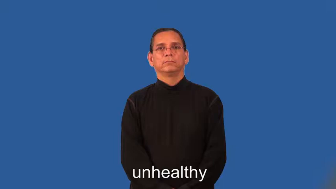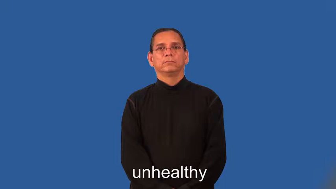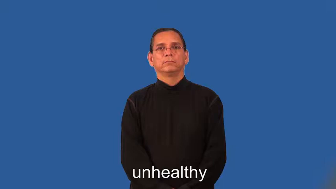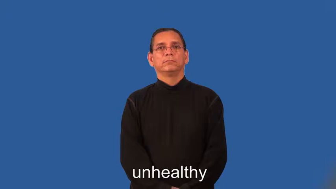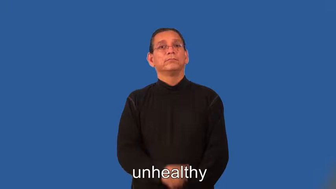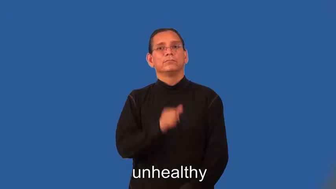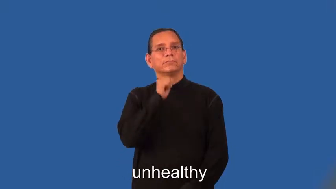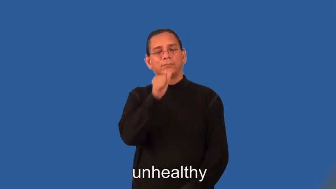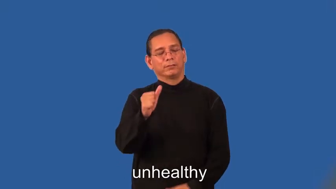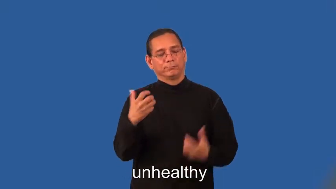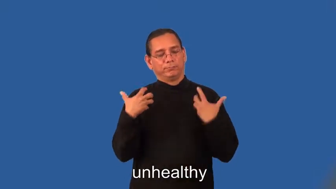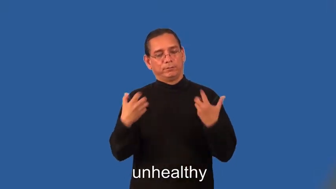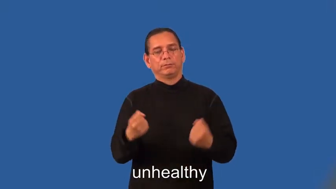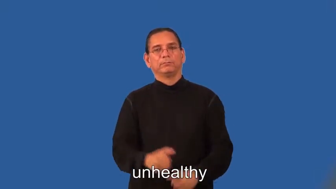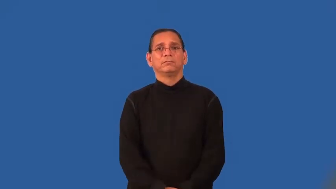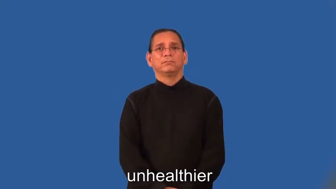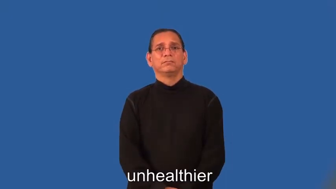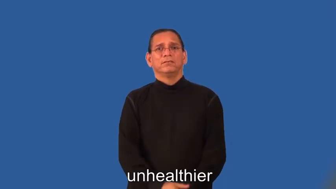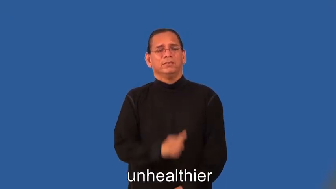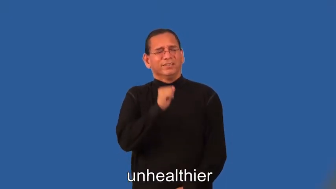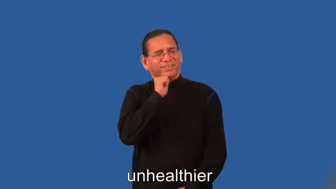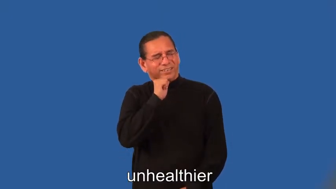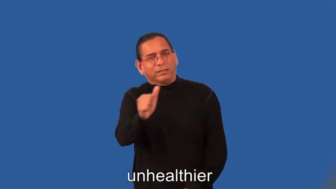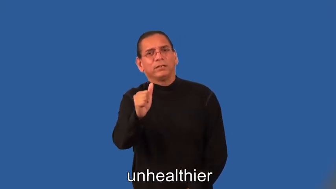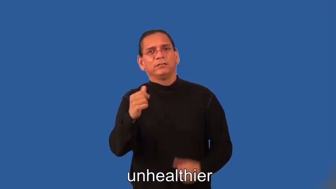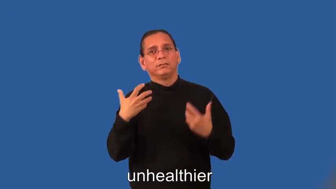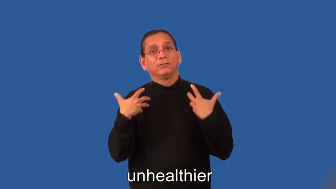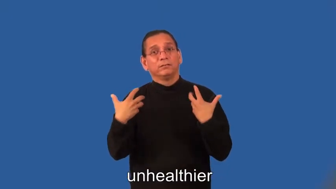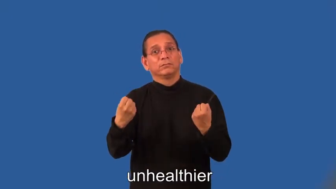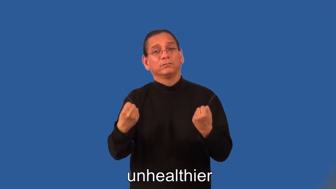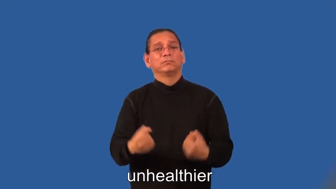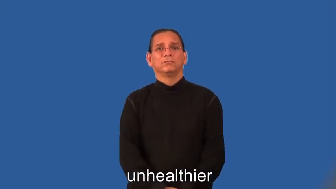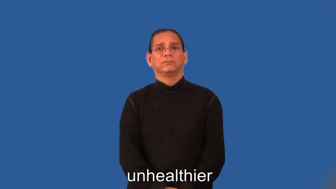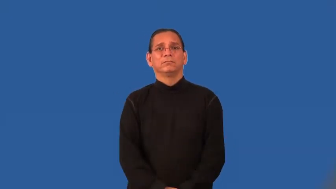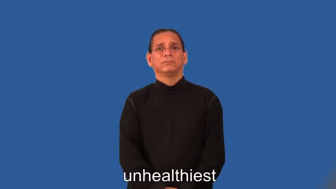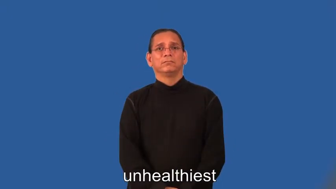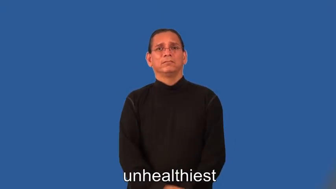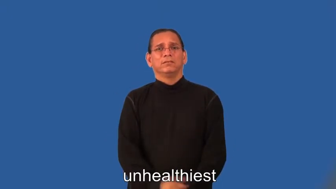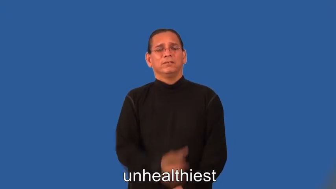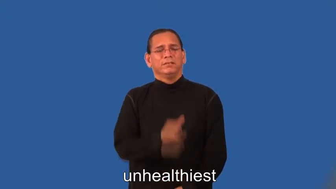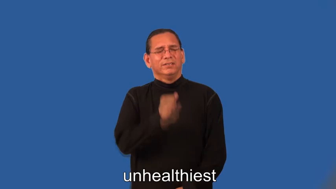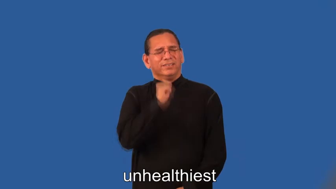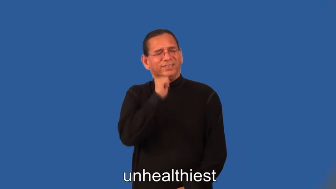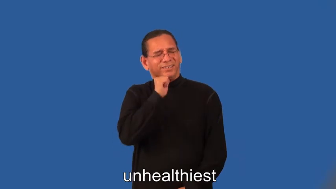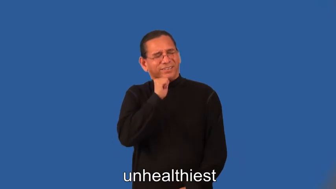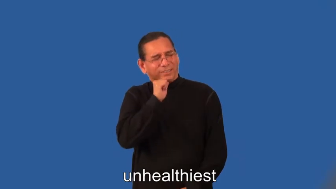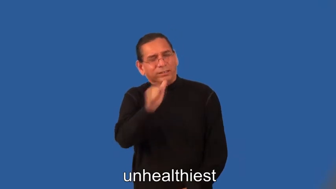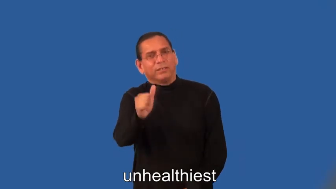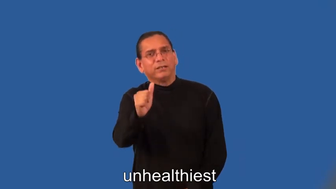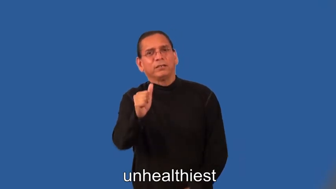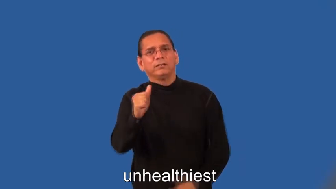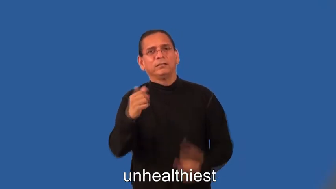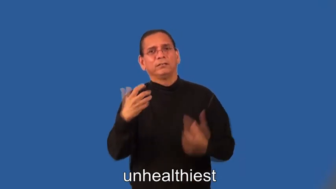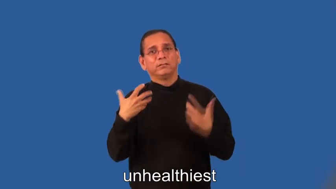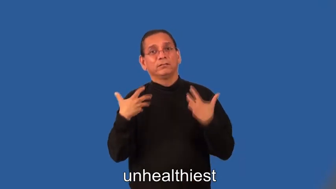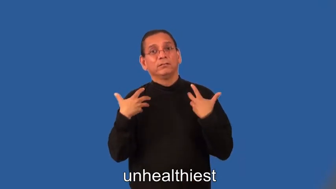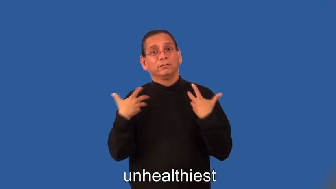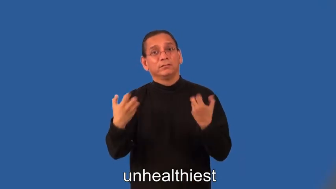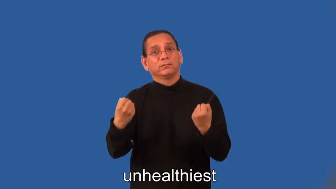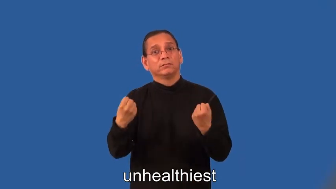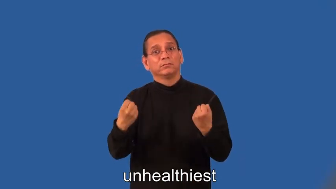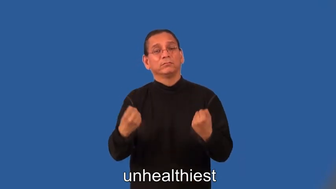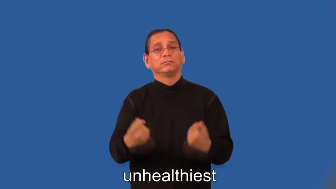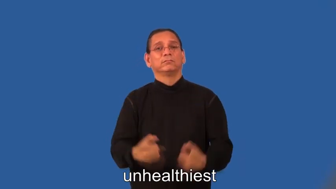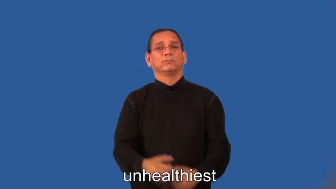unhealthier,unhealthiest